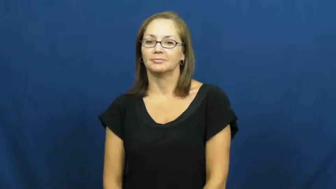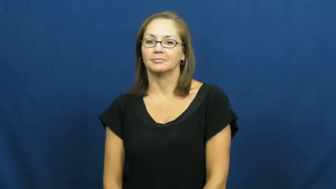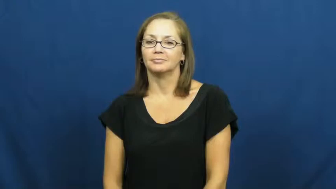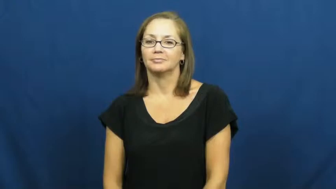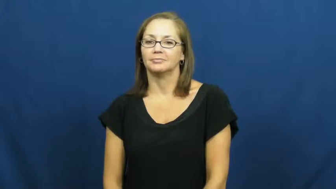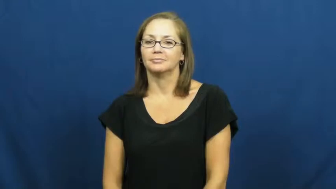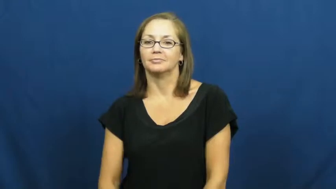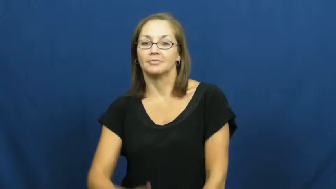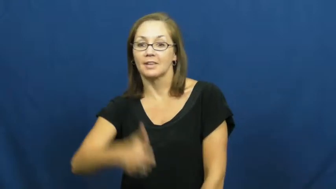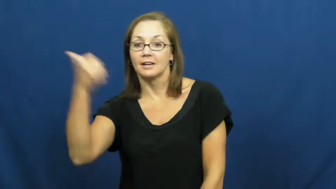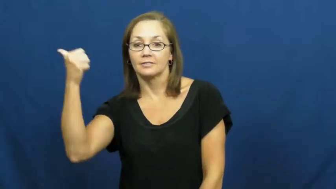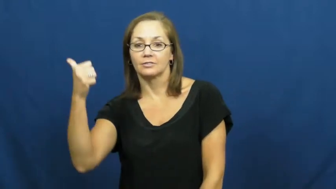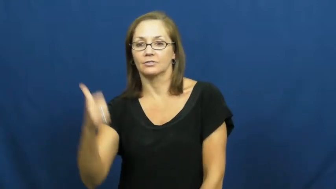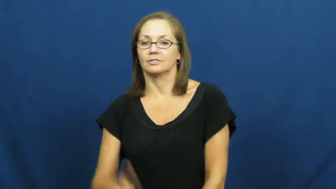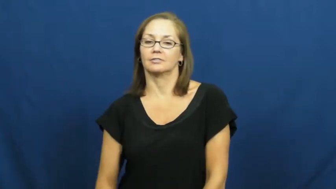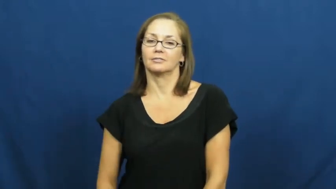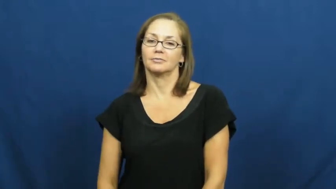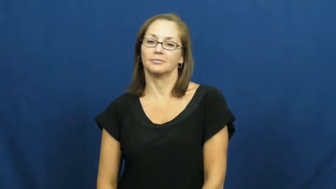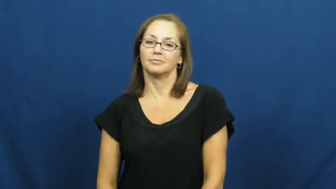out-baseball